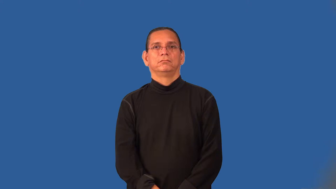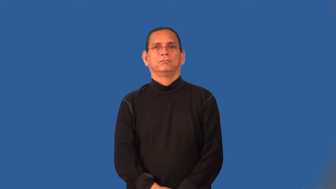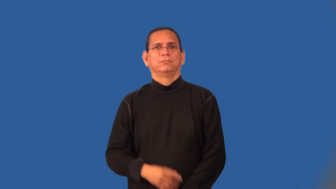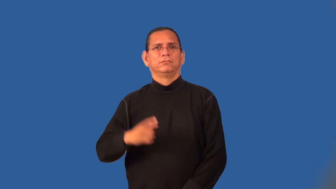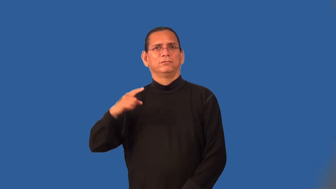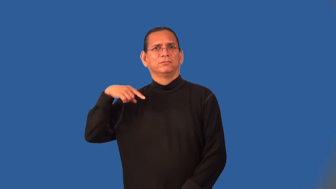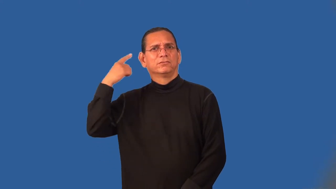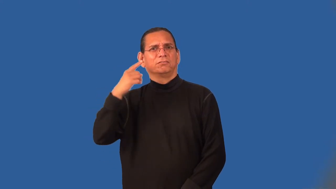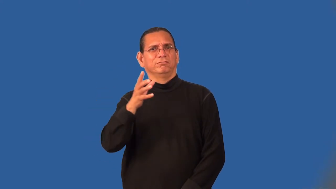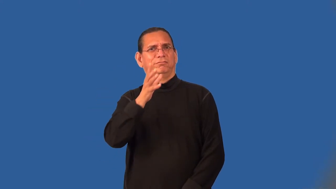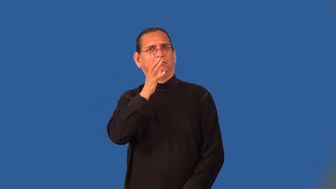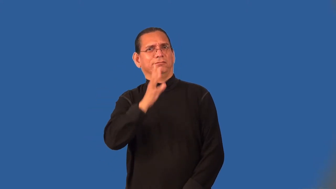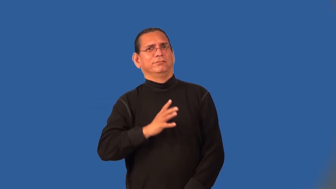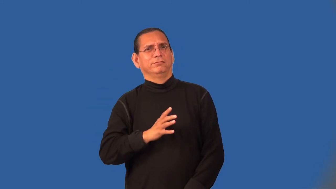madwoman